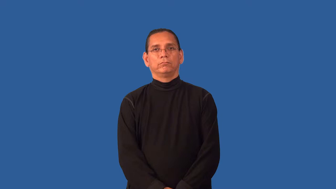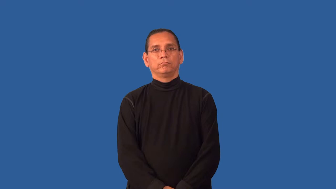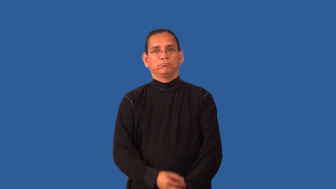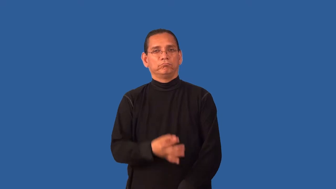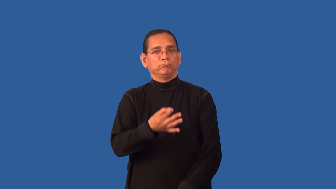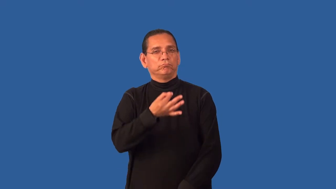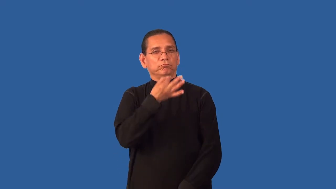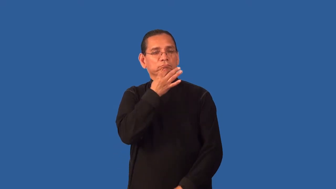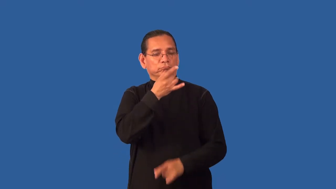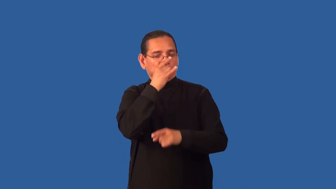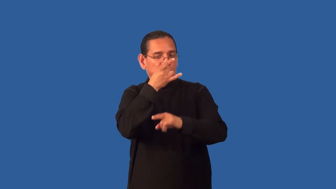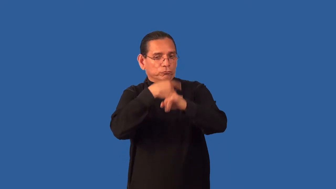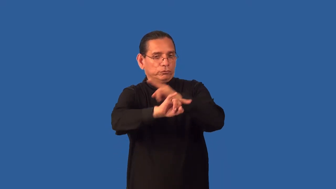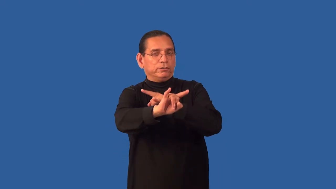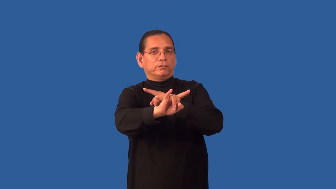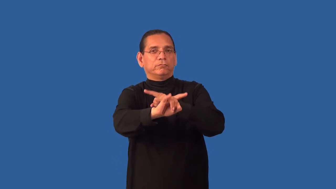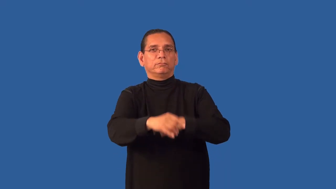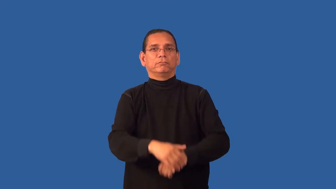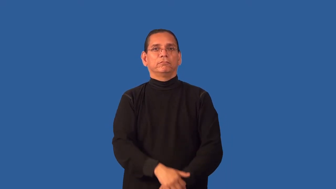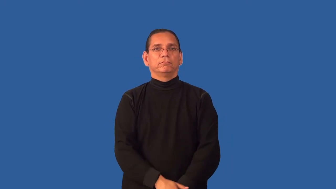foxy-tricky